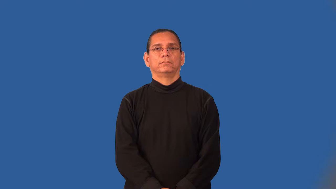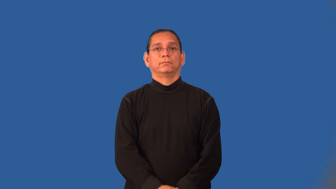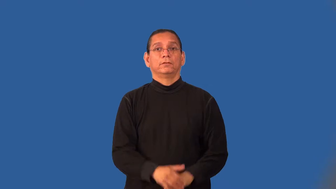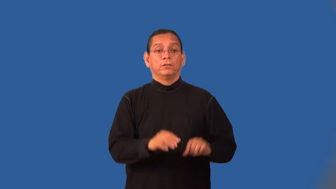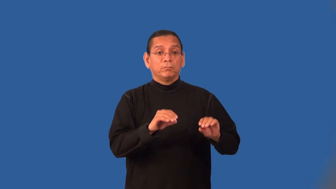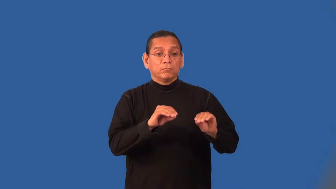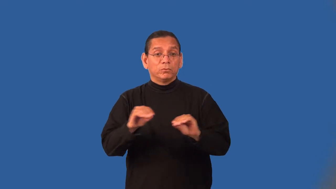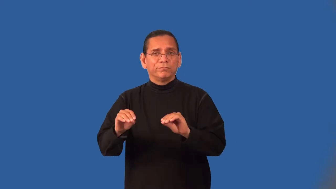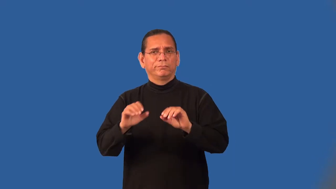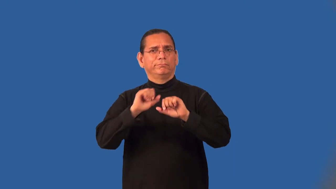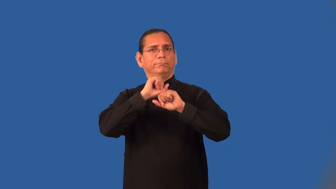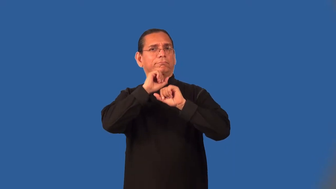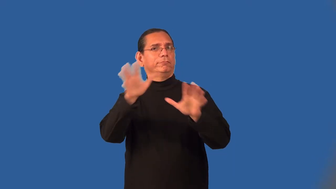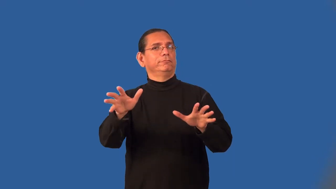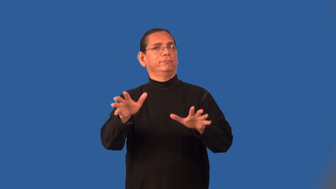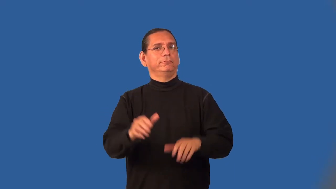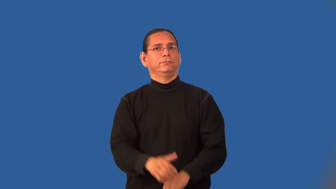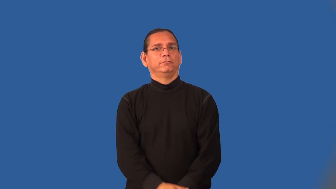motionless